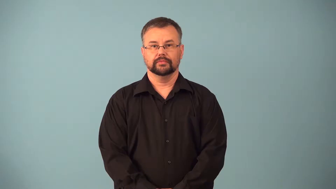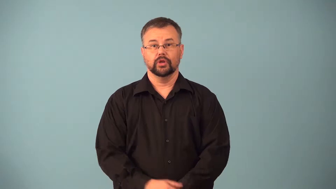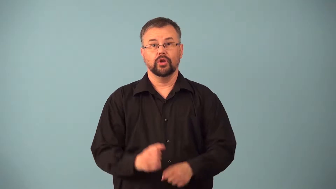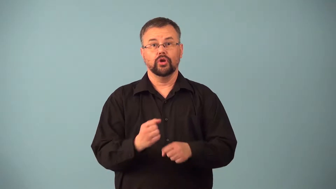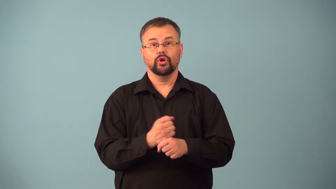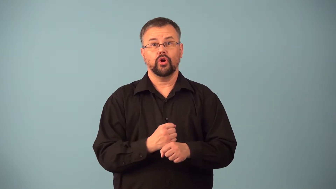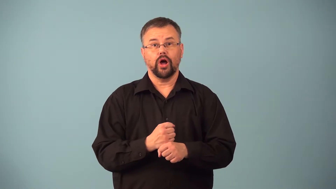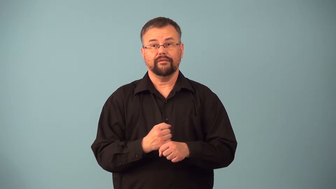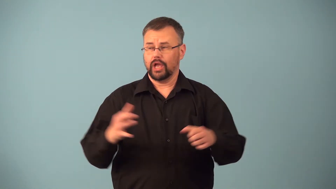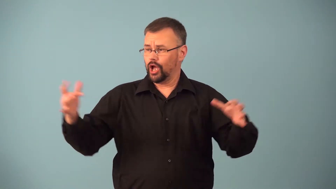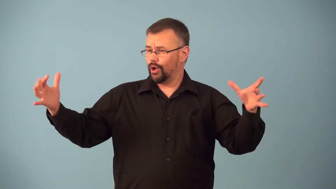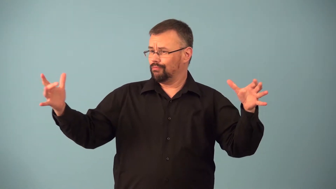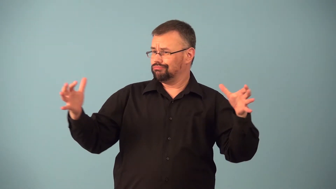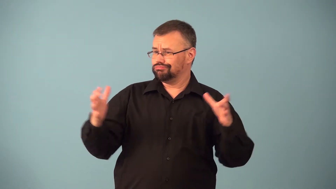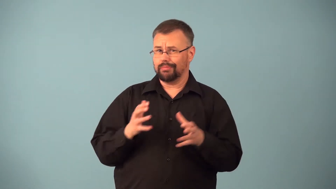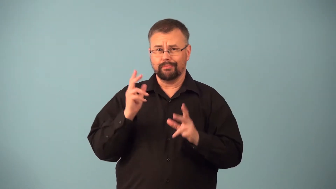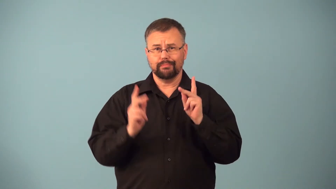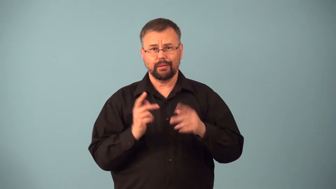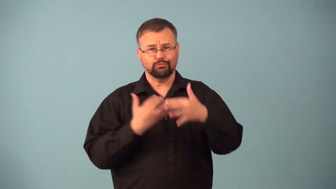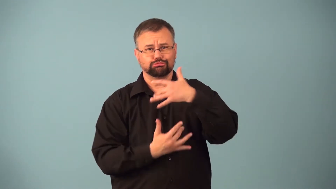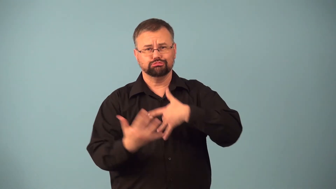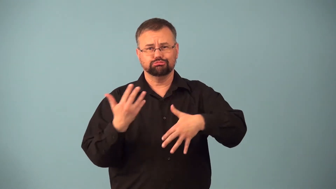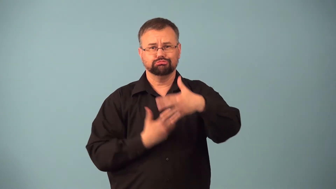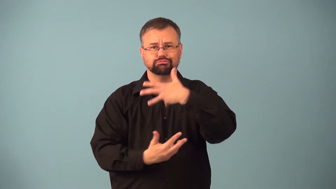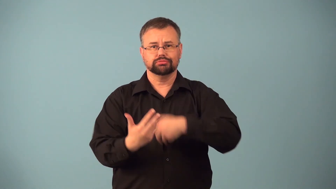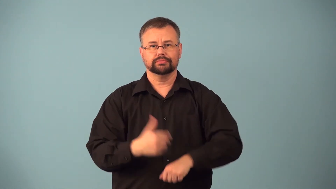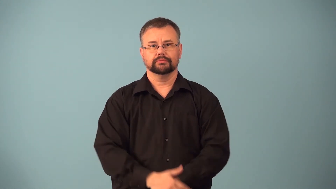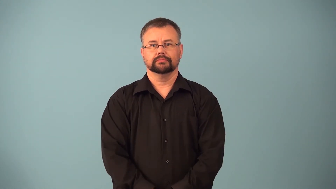kaffeeklatsch